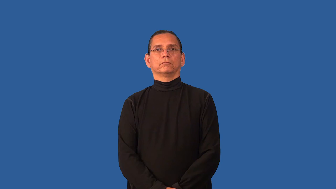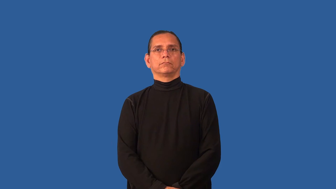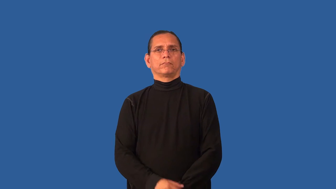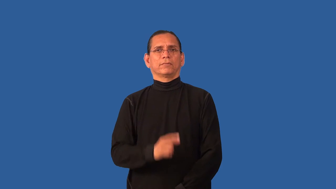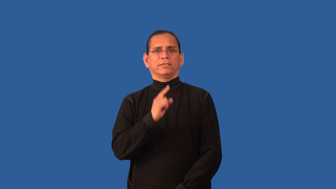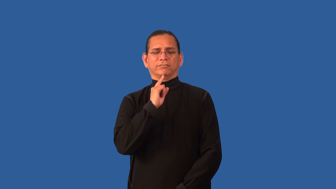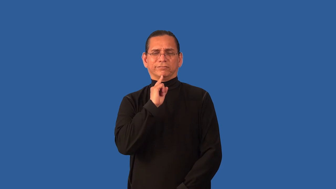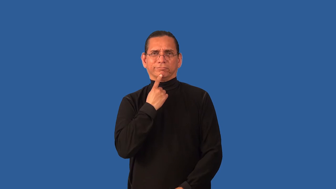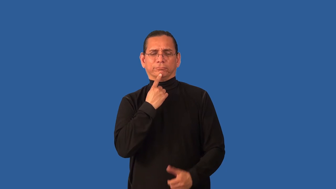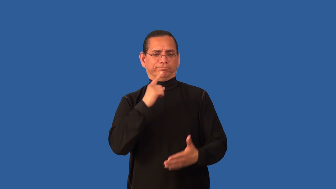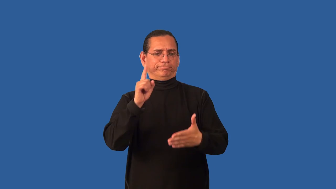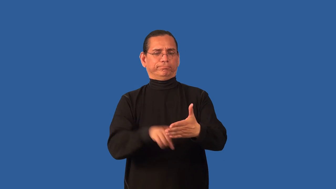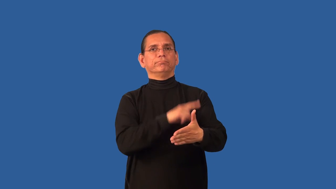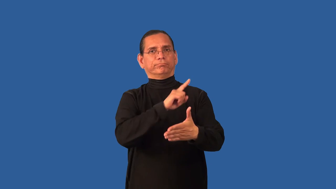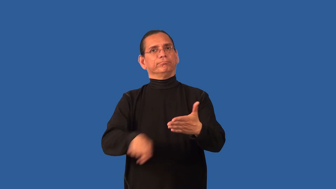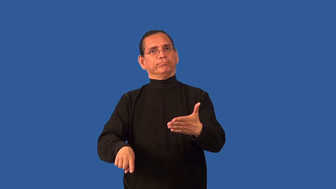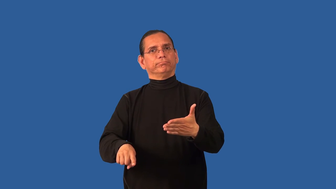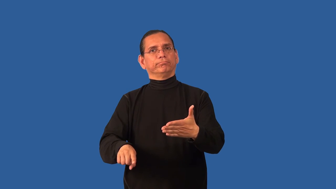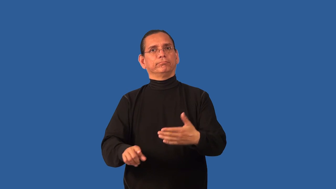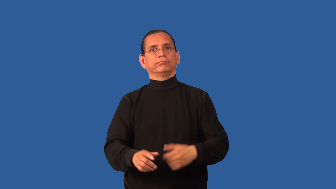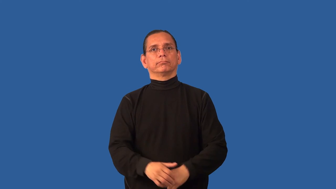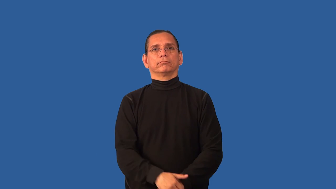censure,damn